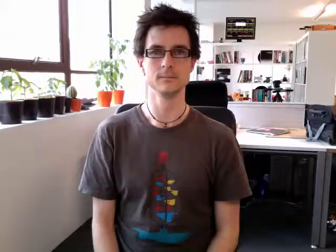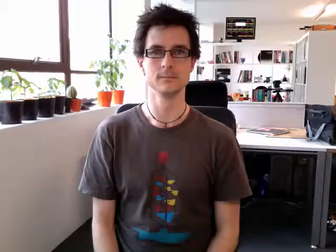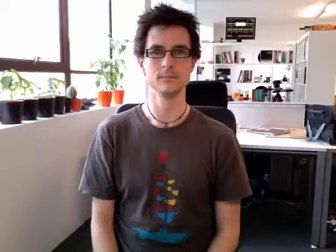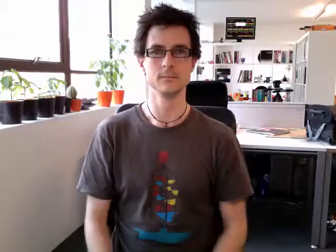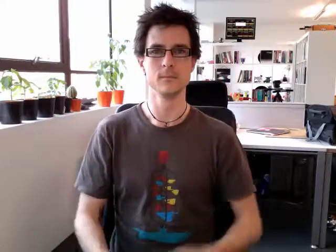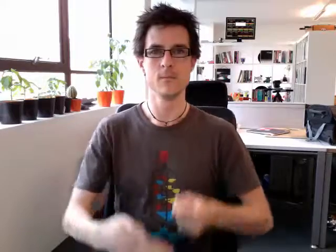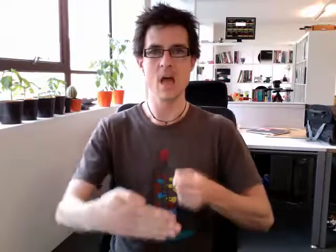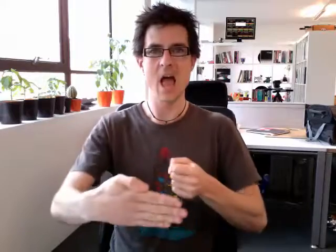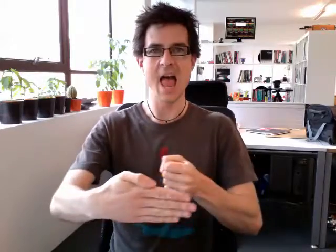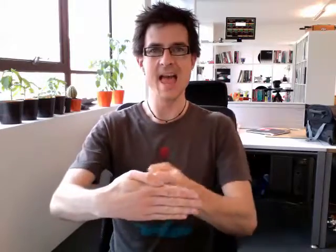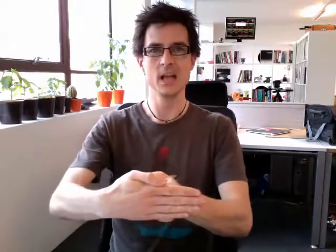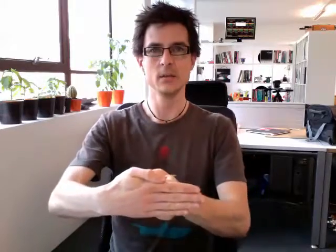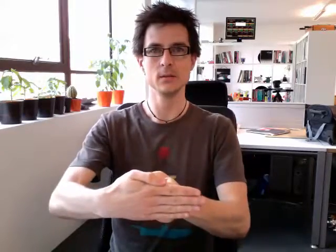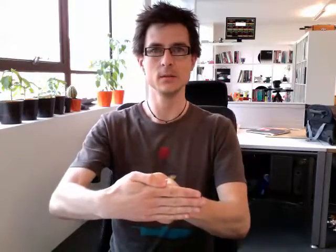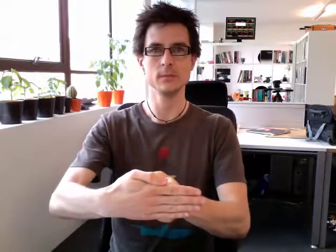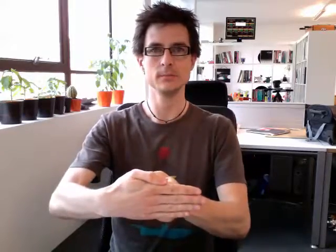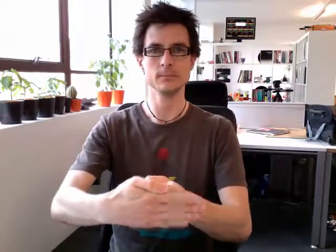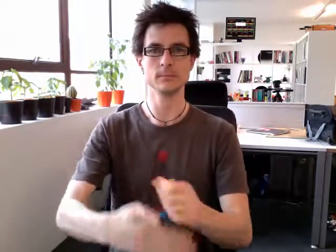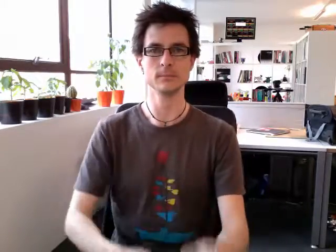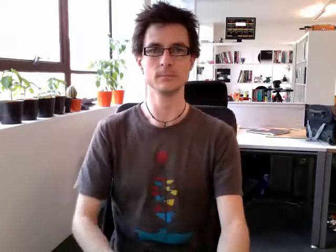end